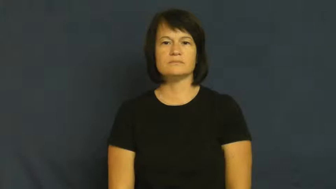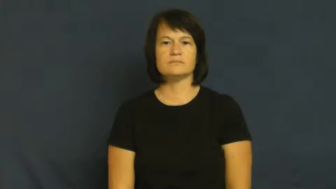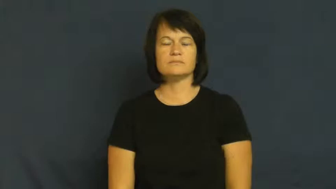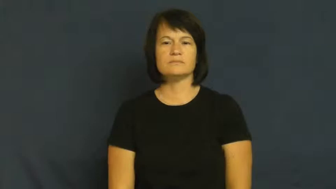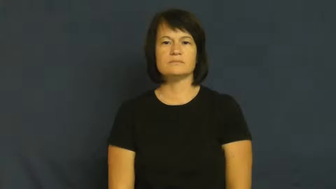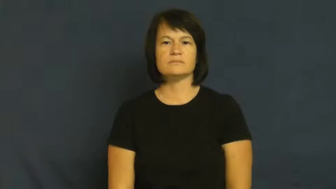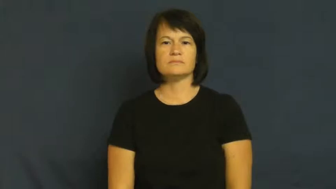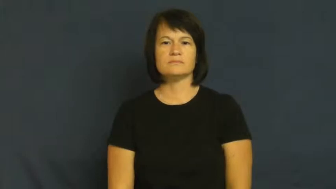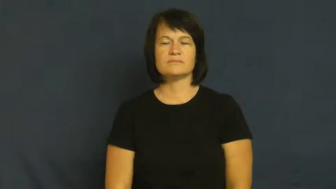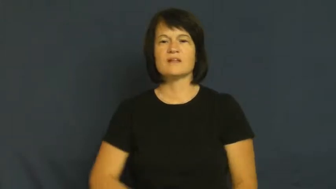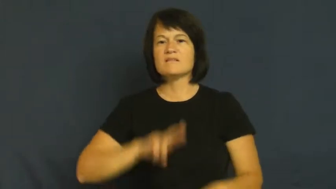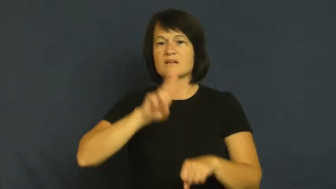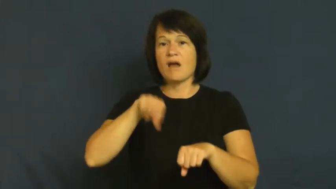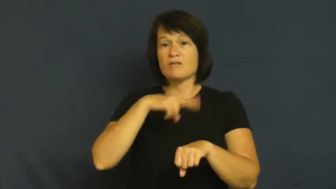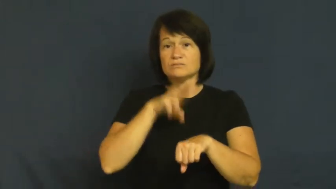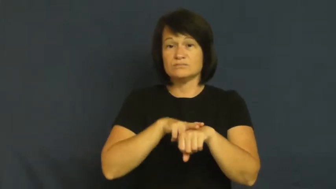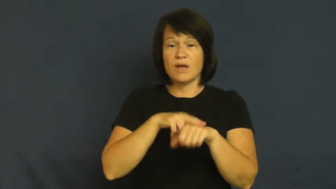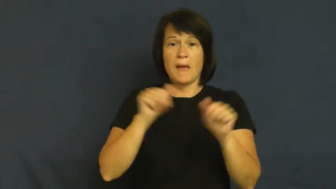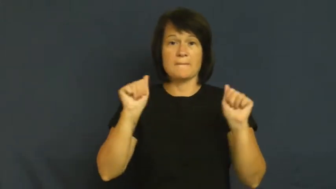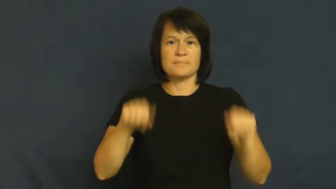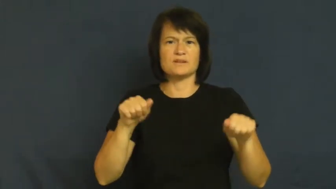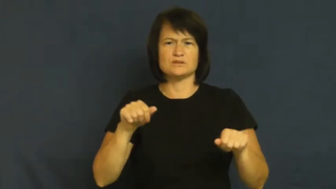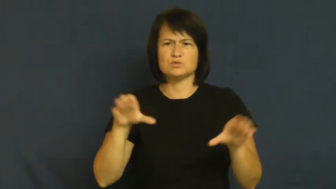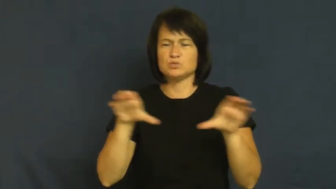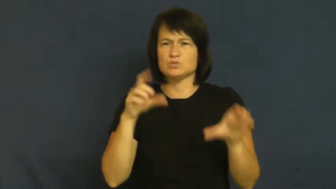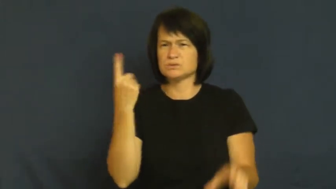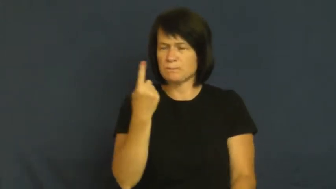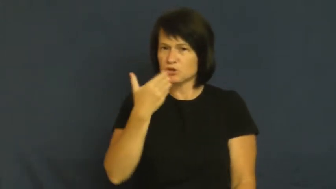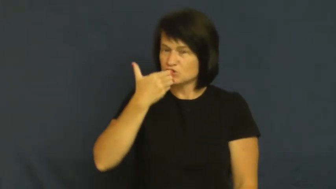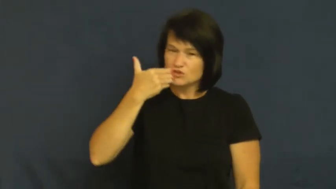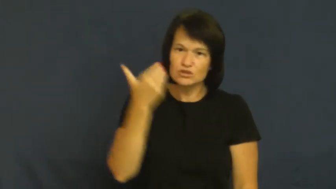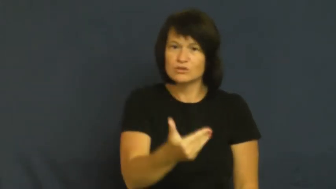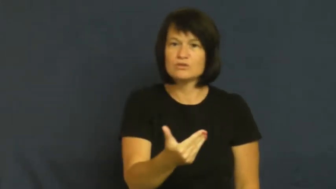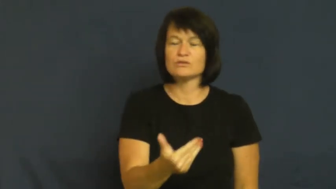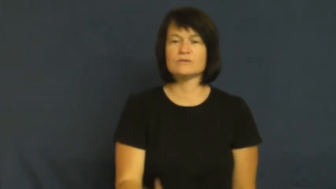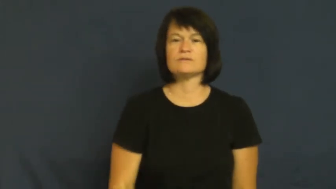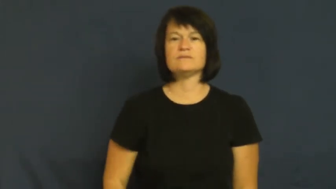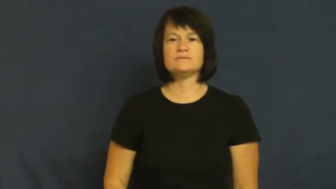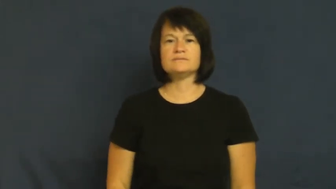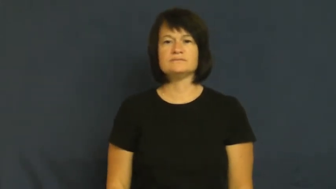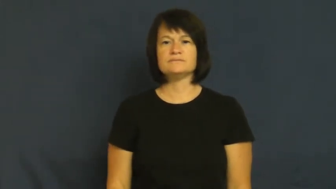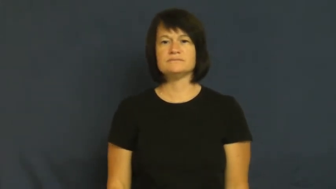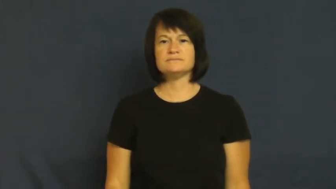facility,aptitude-ability